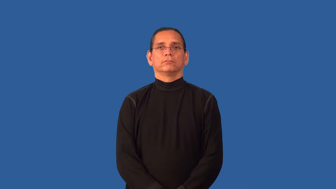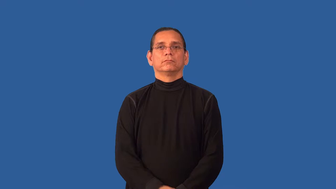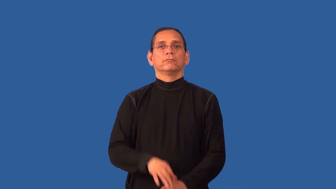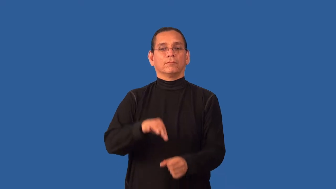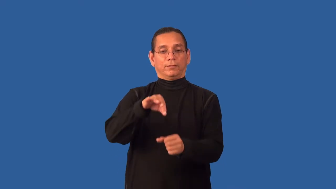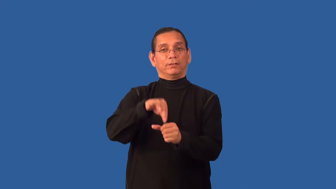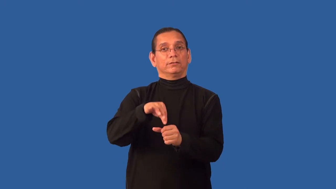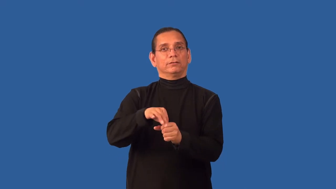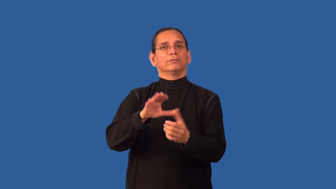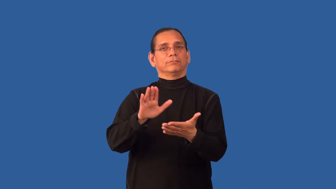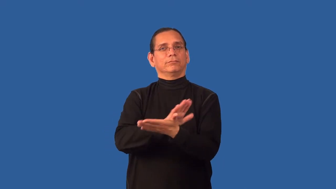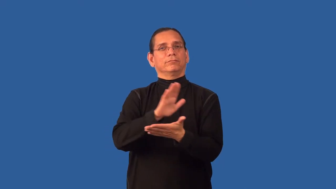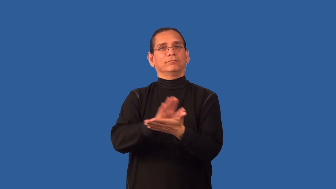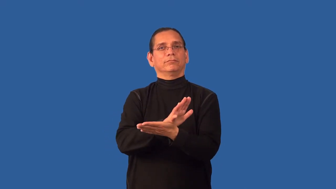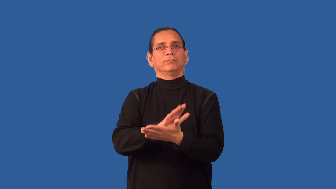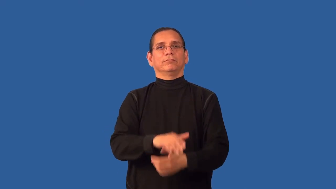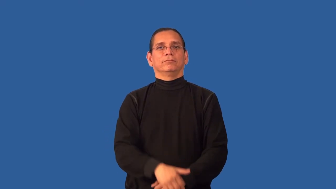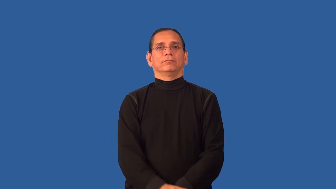ballot